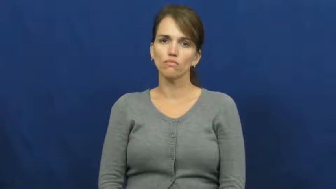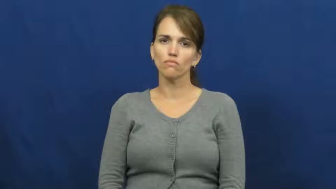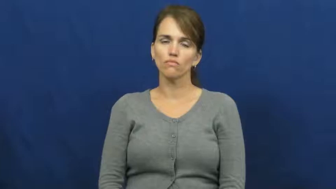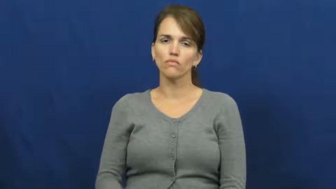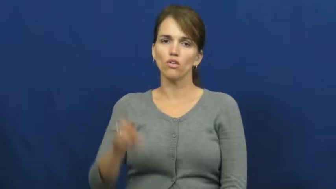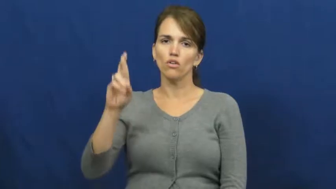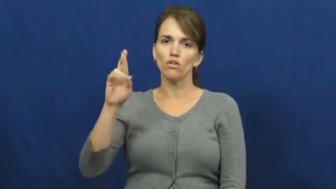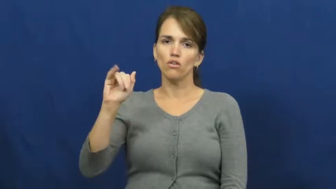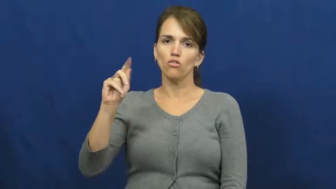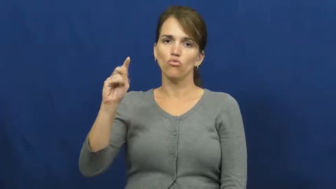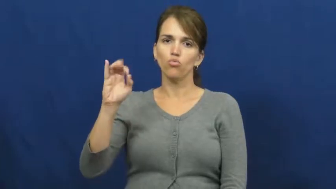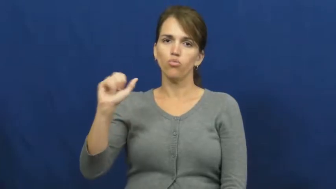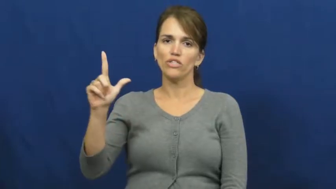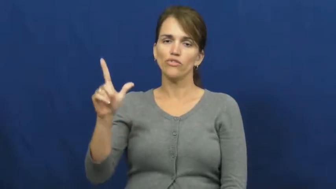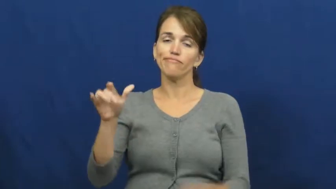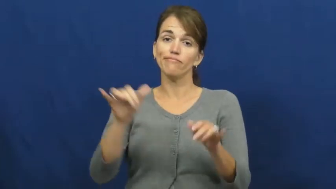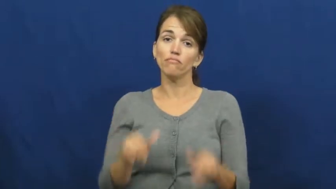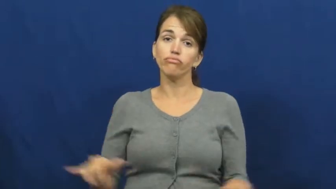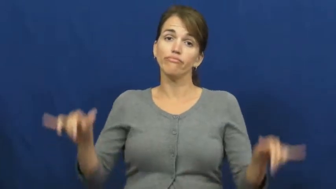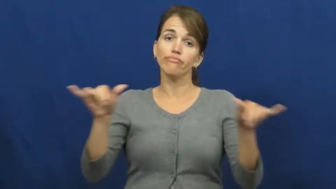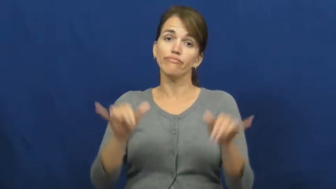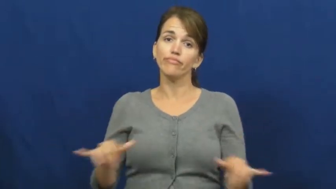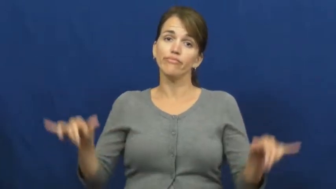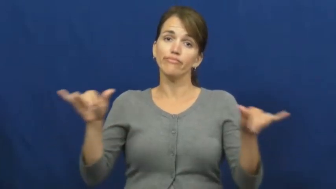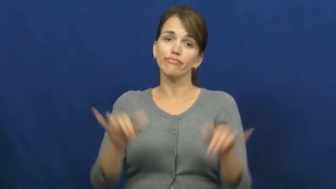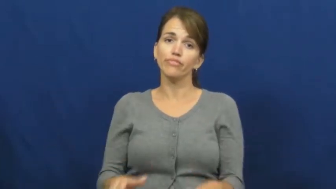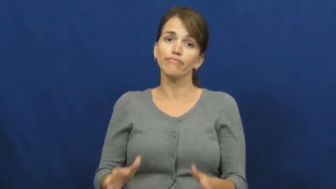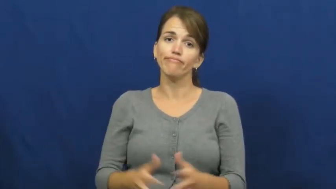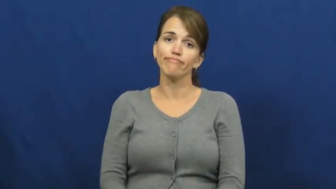ritual-behavior